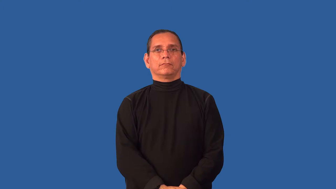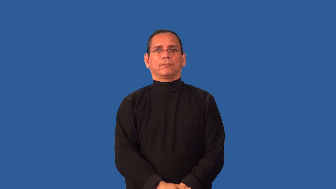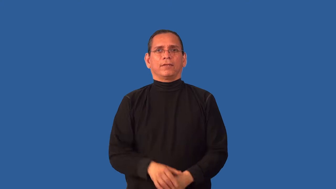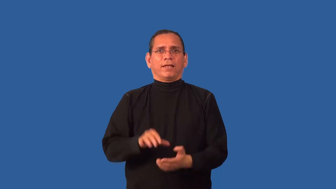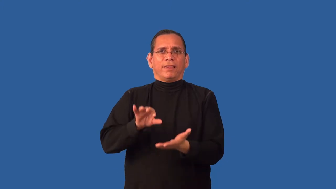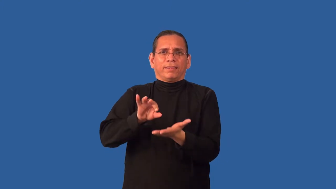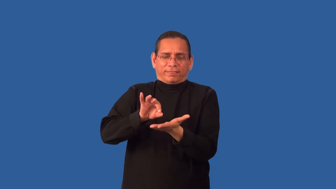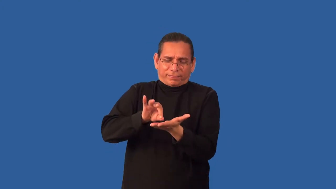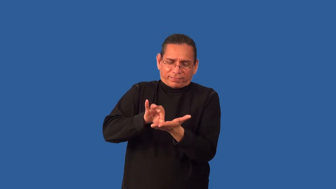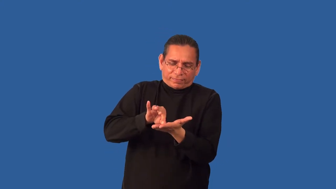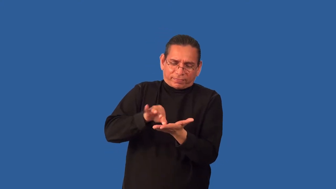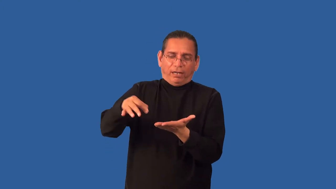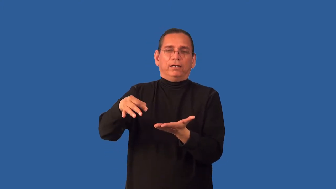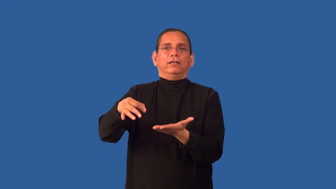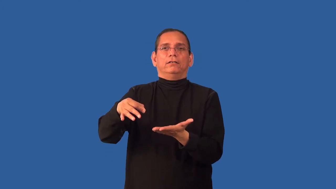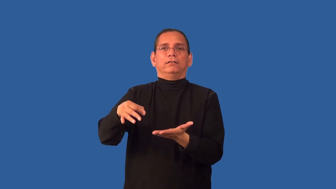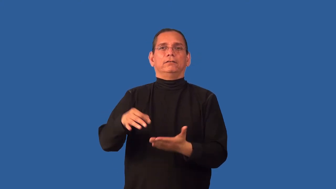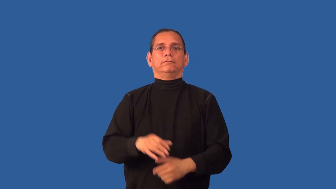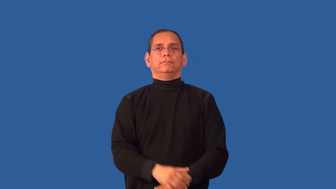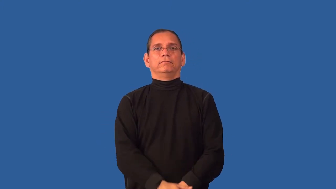flake,unstick,peel